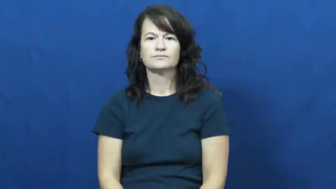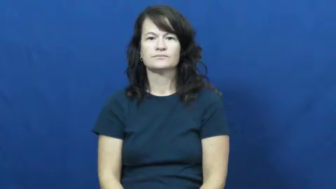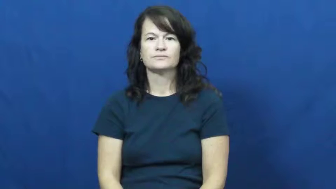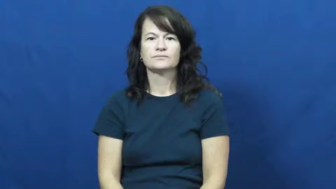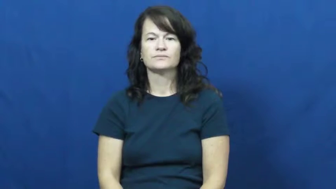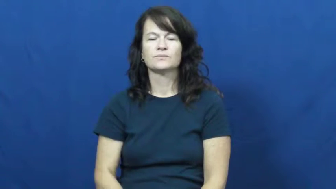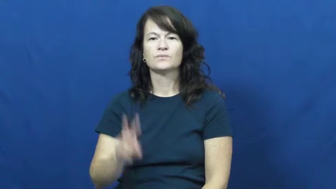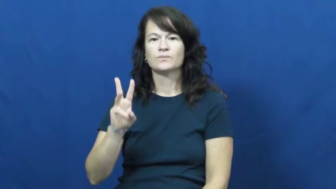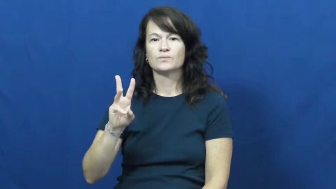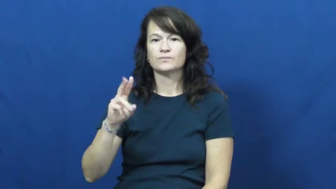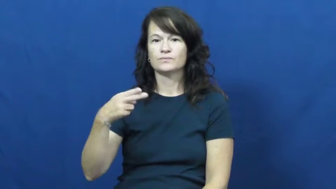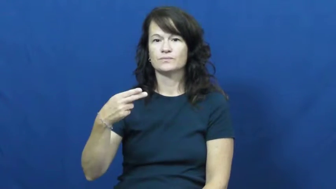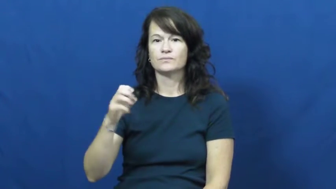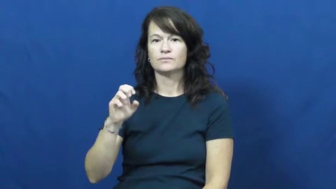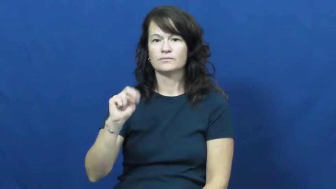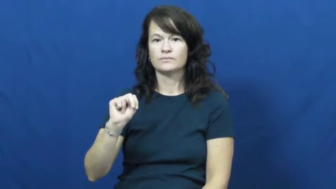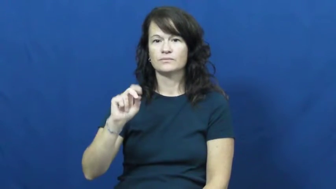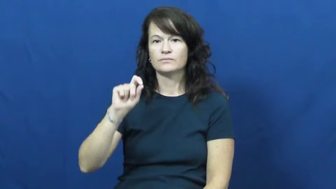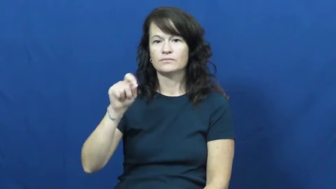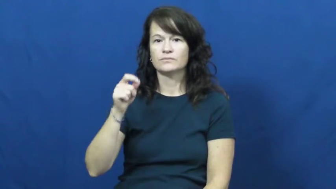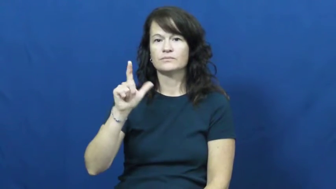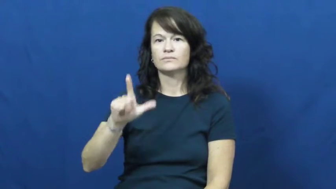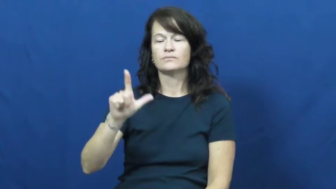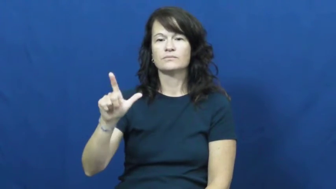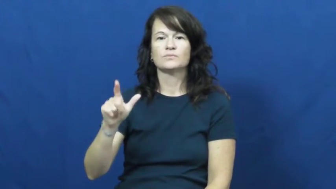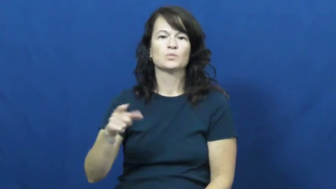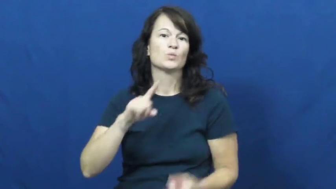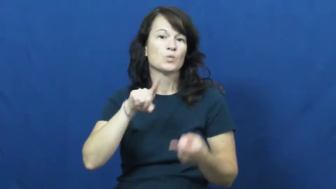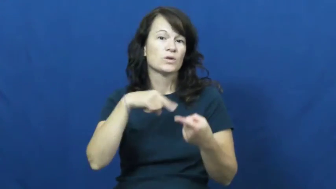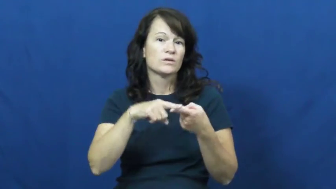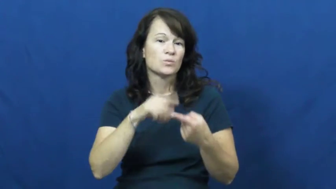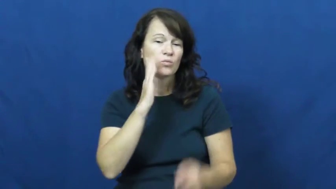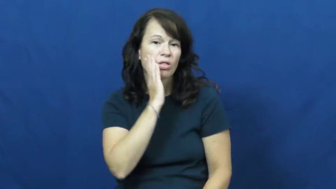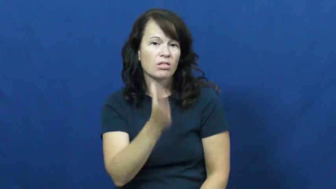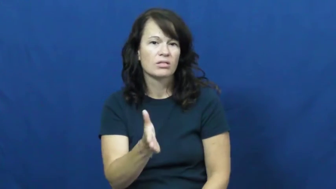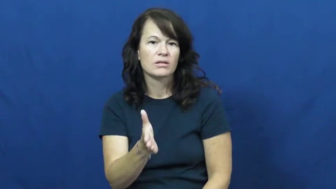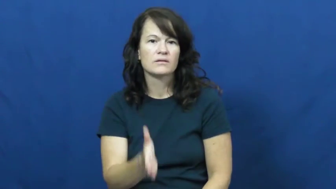when'll